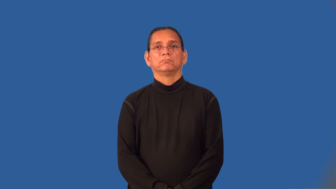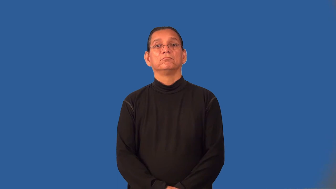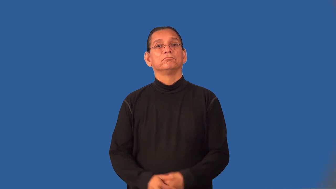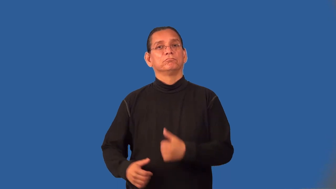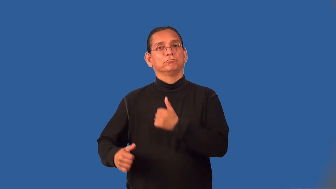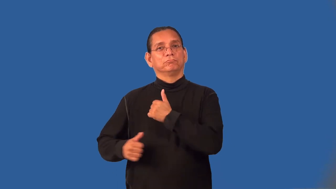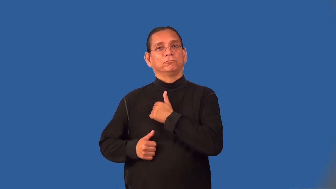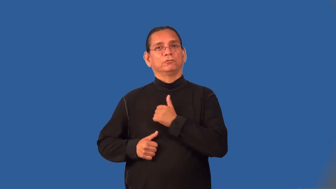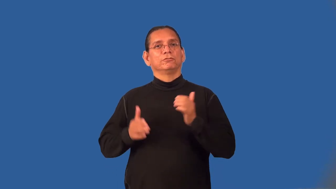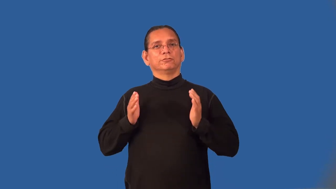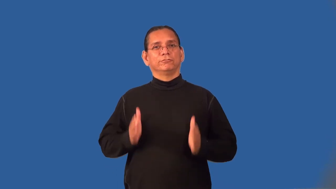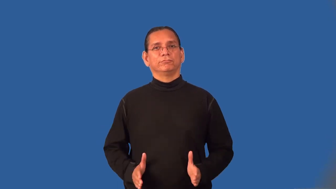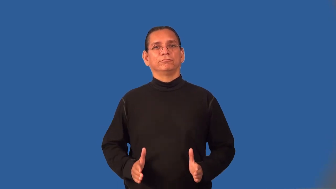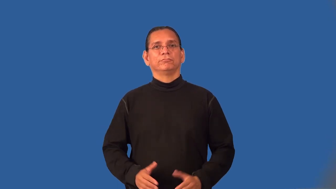legionaire